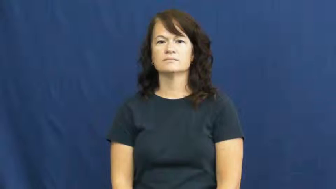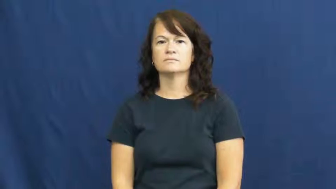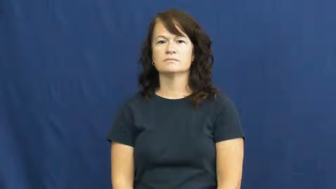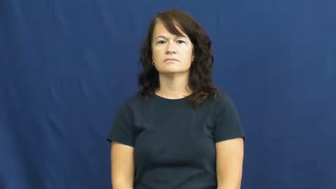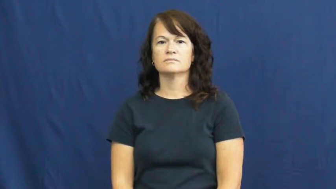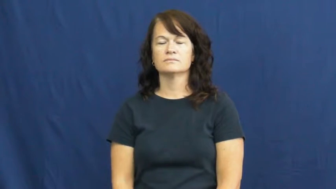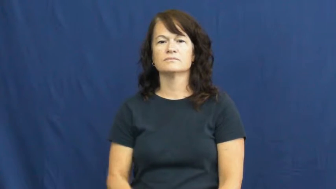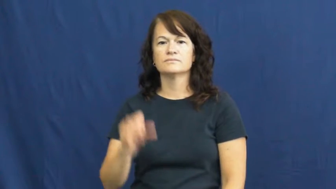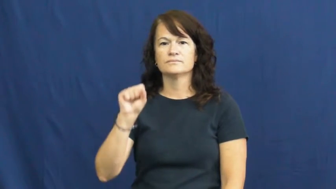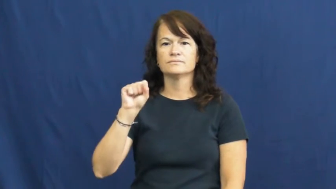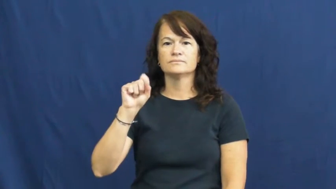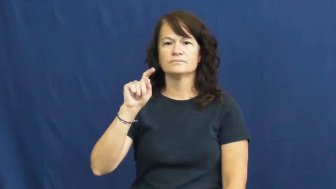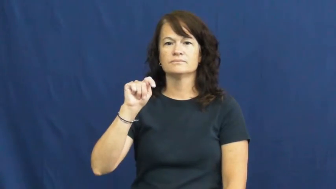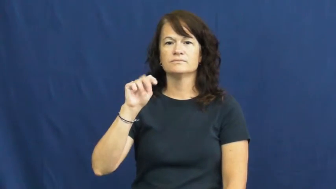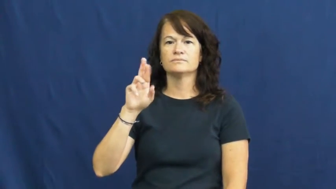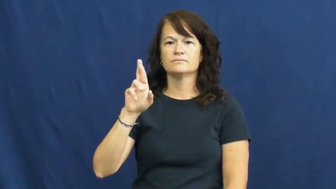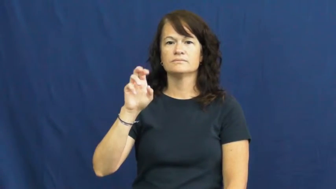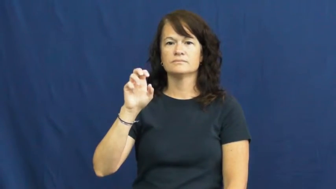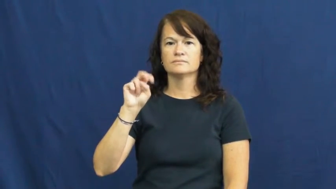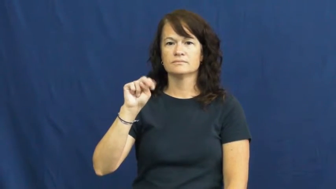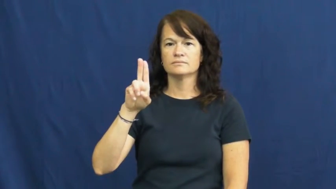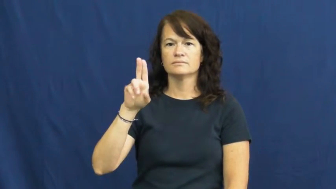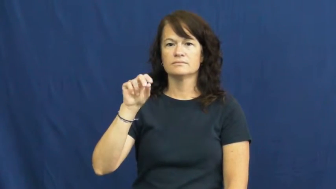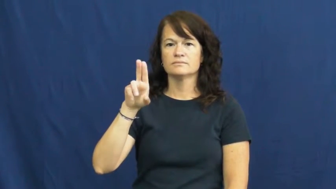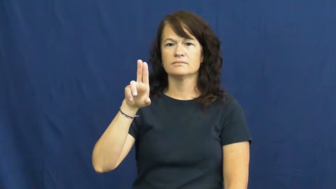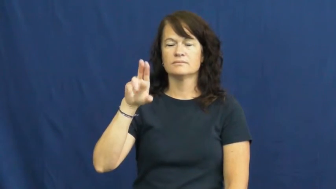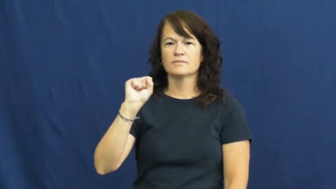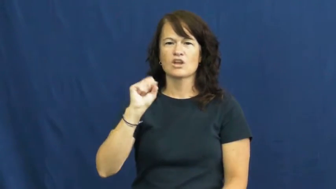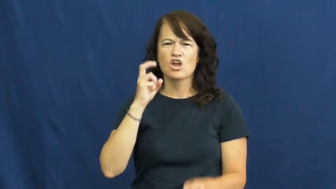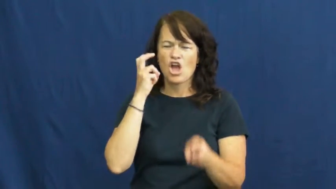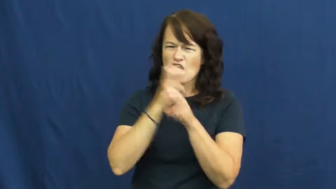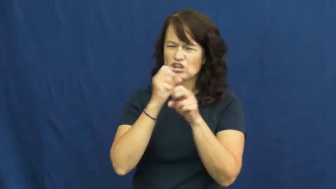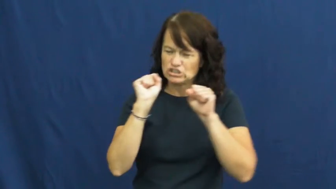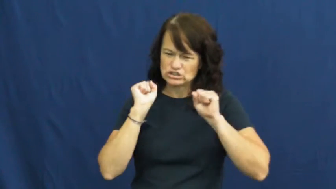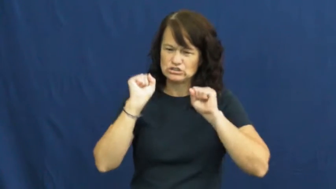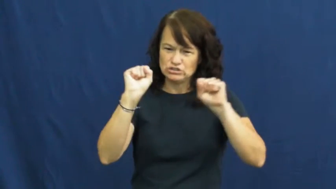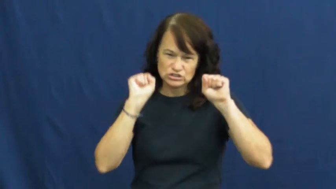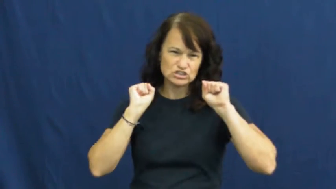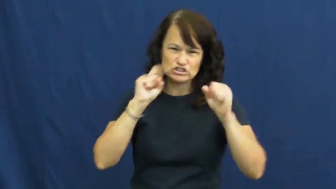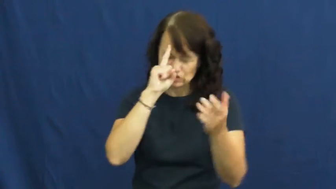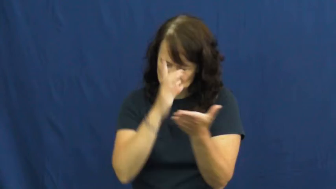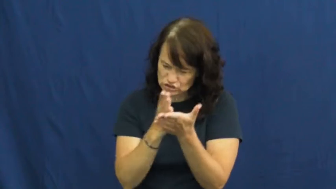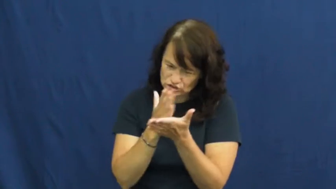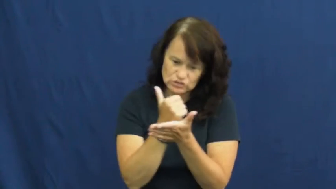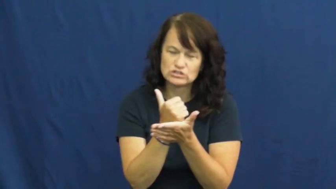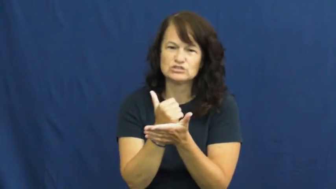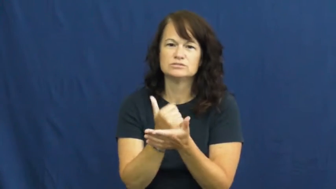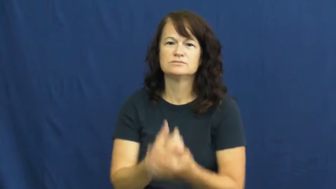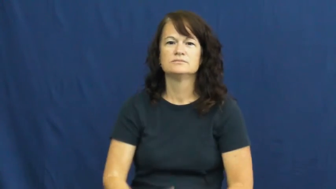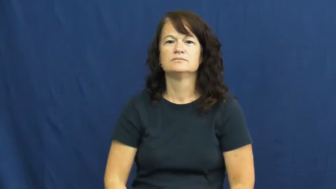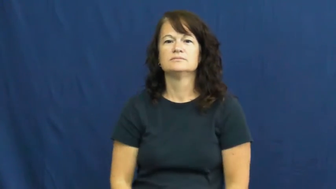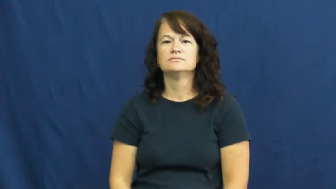strenuous